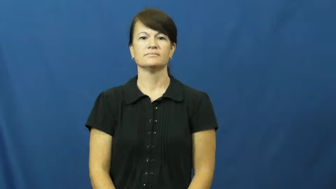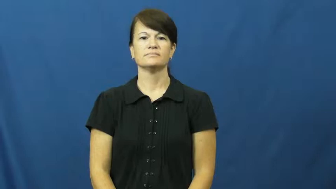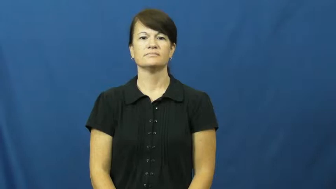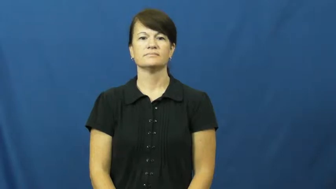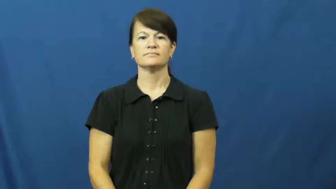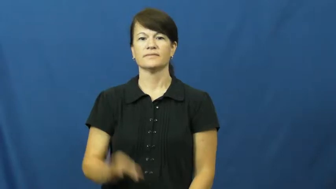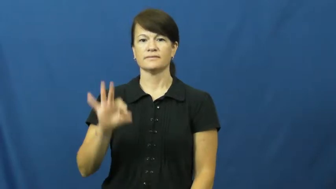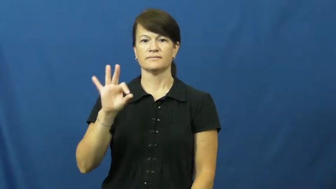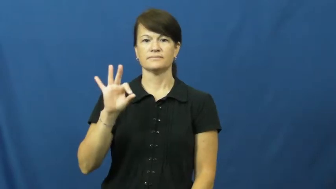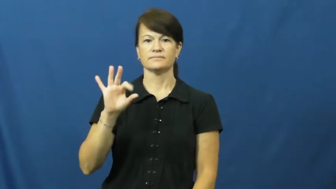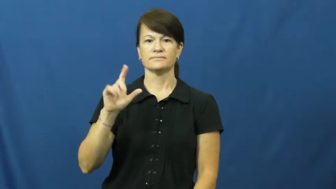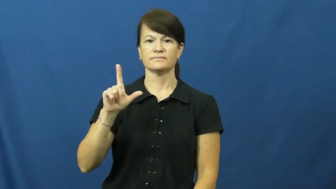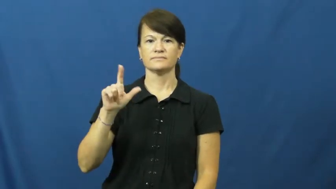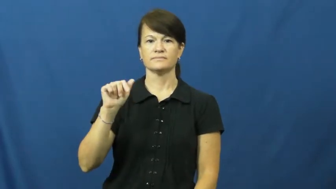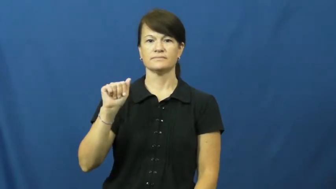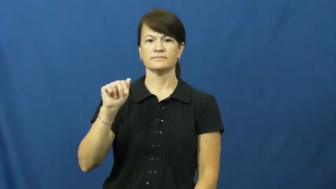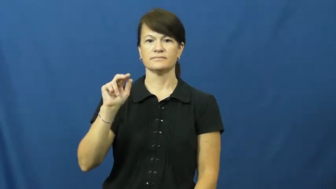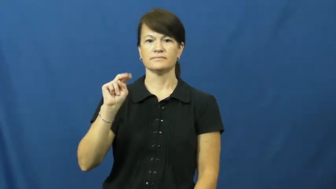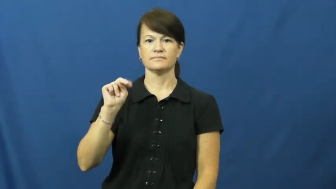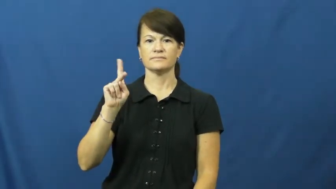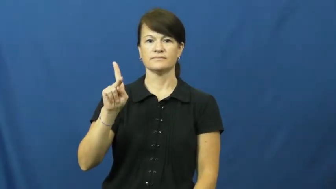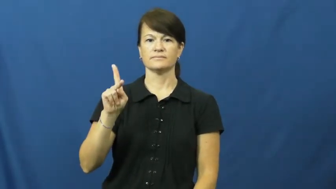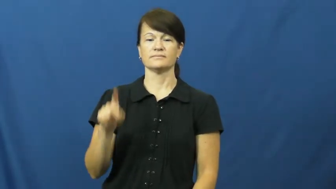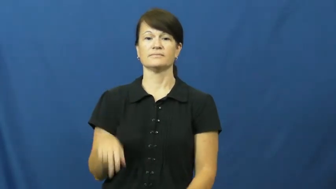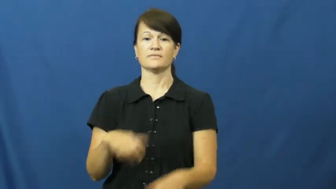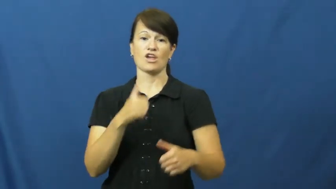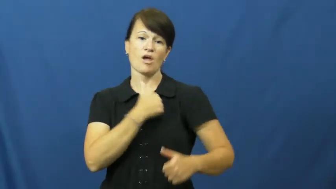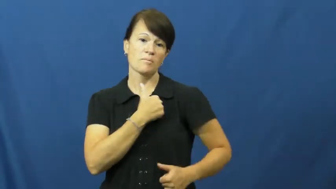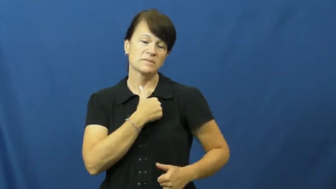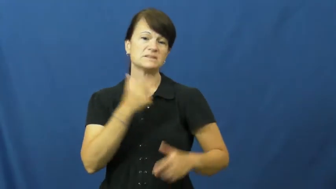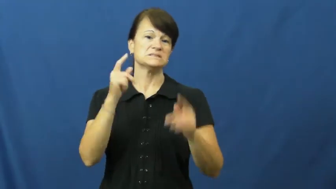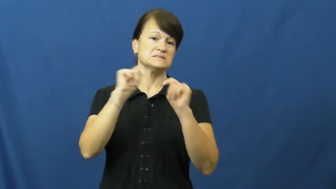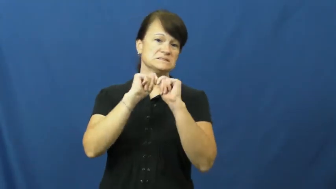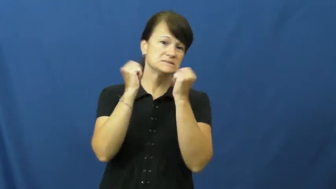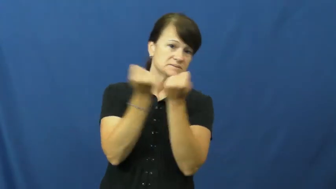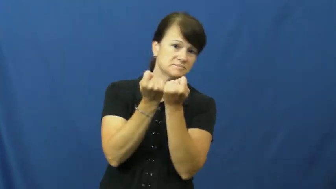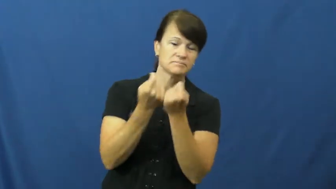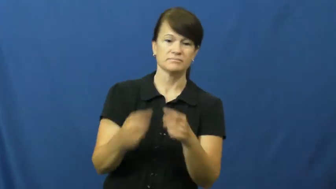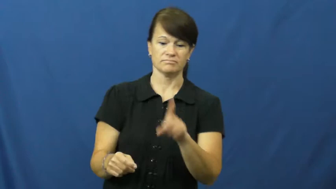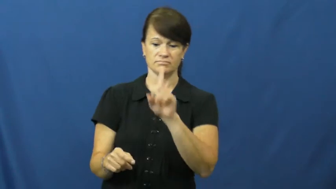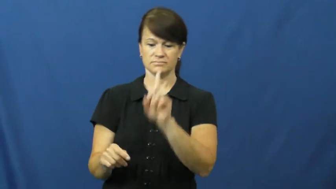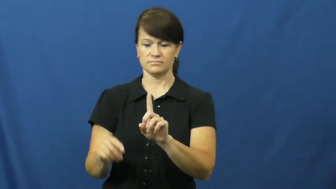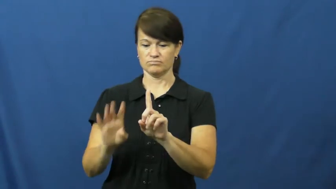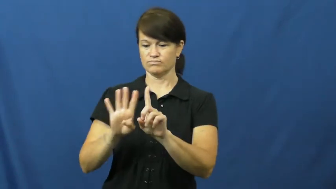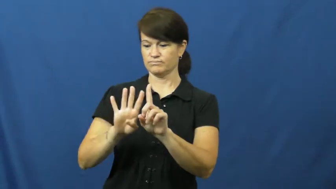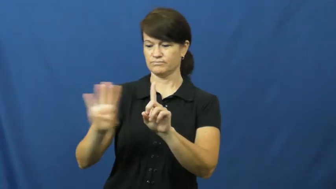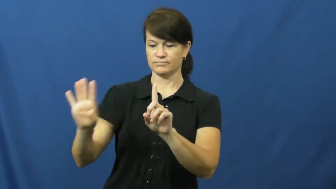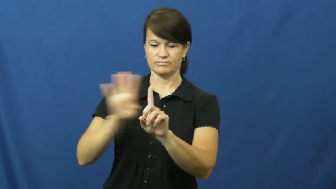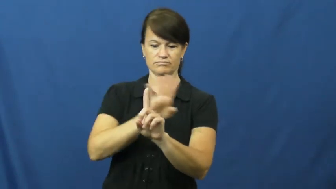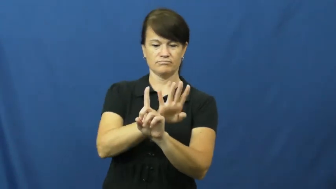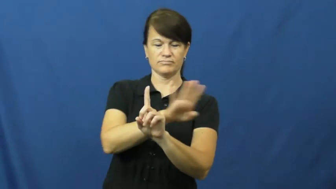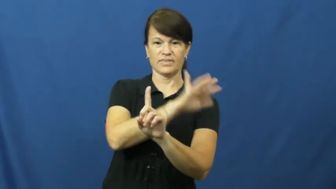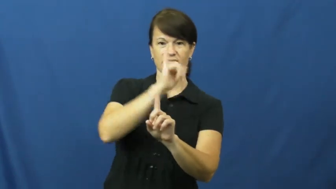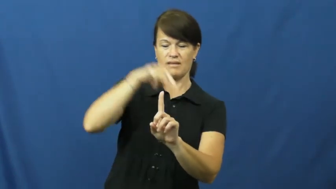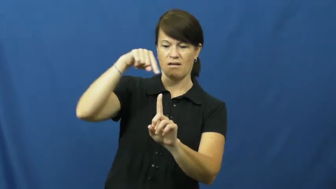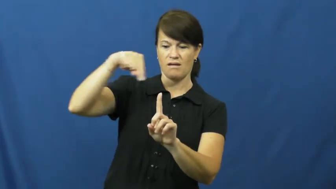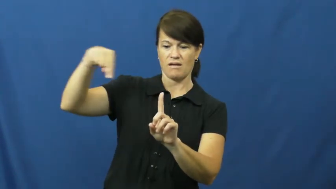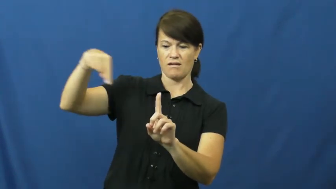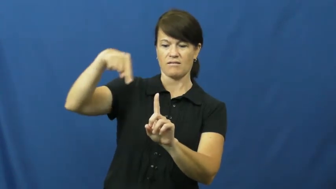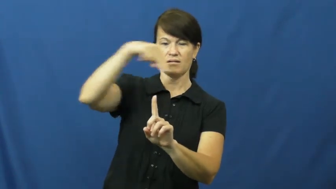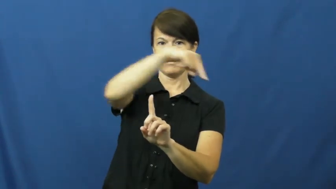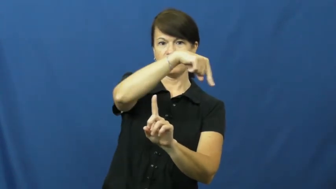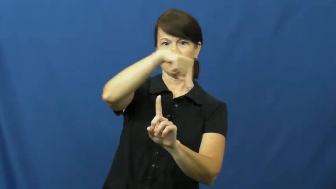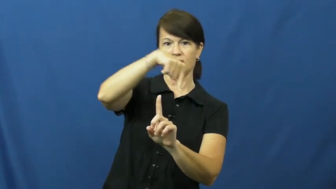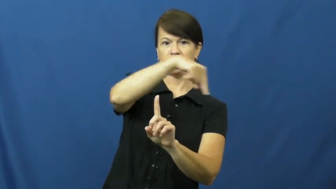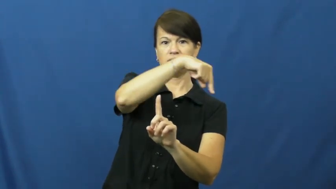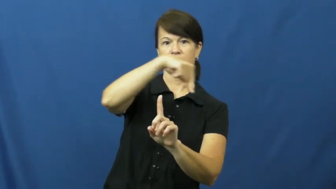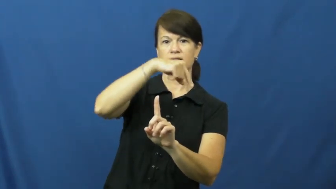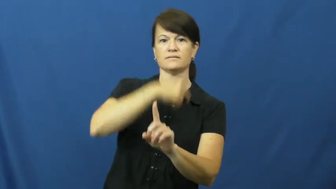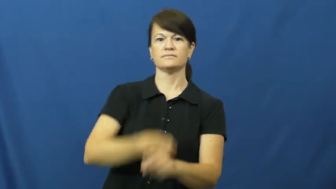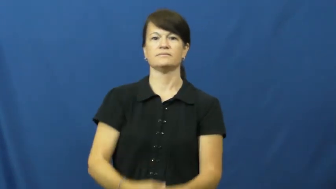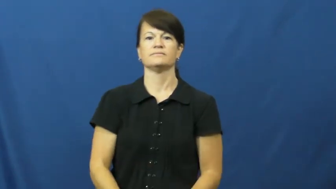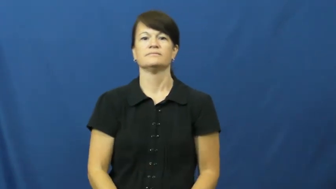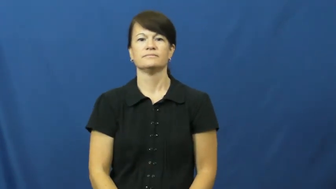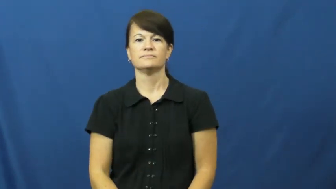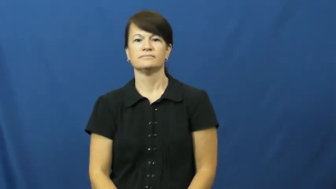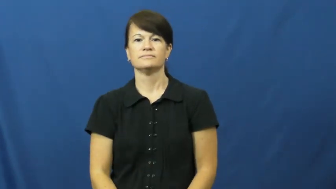flank-on side